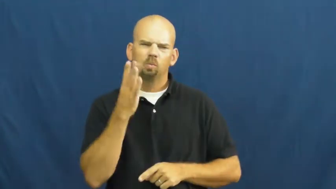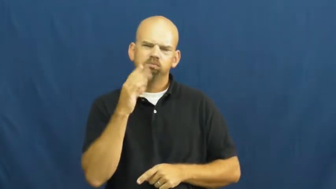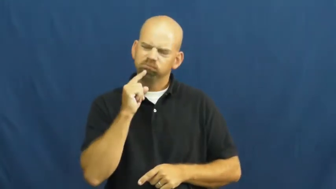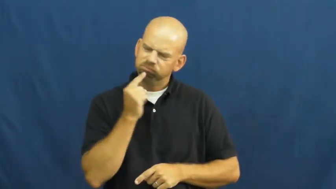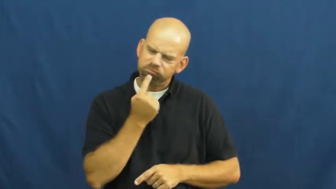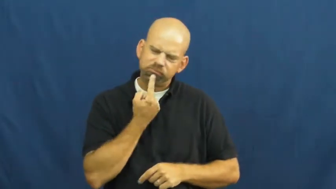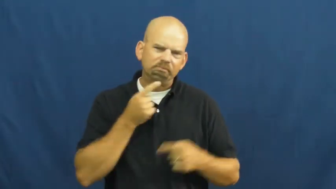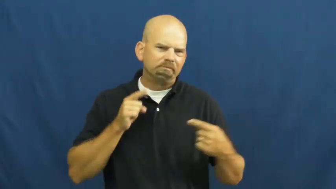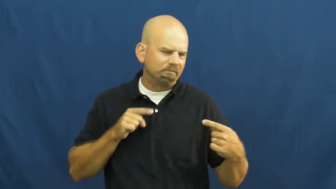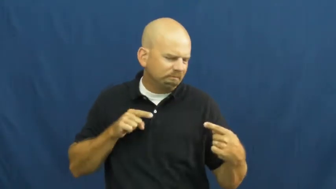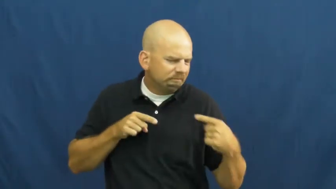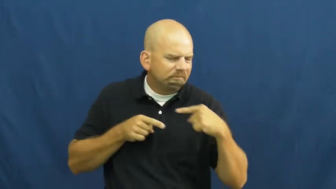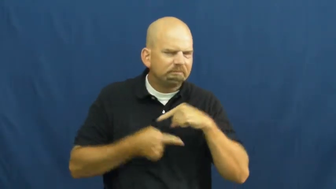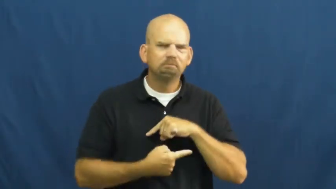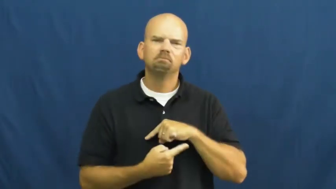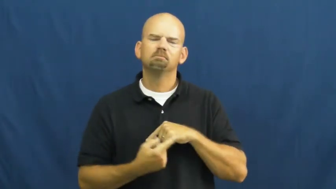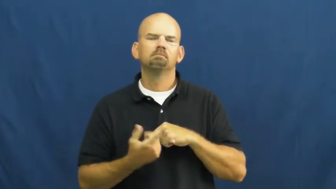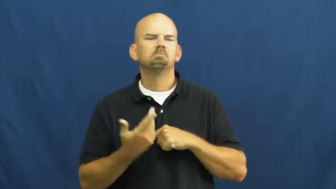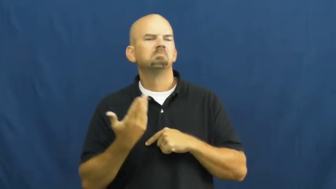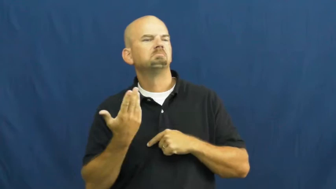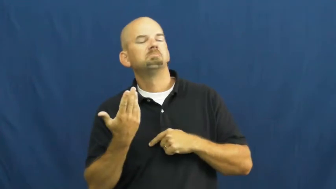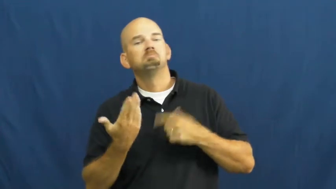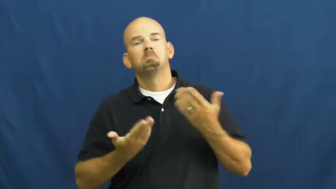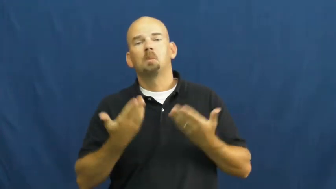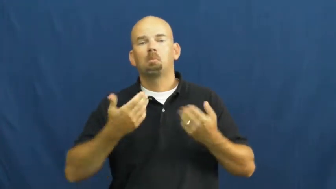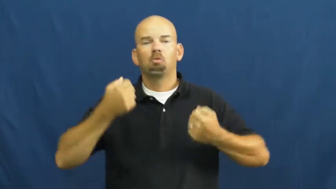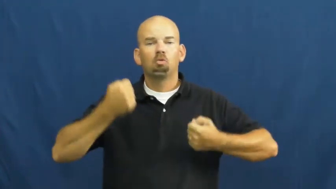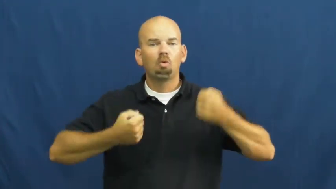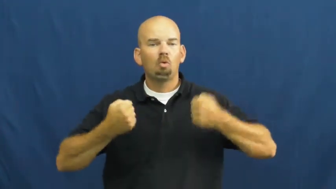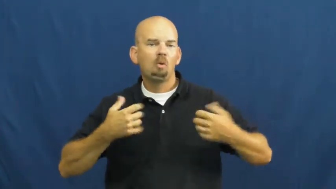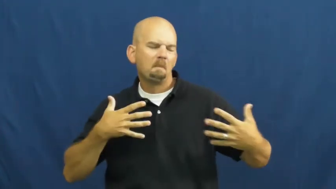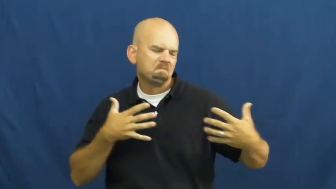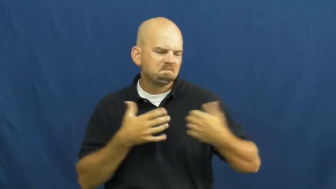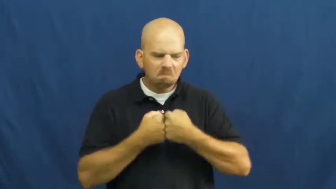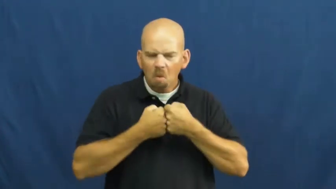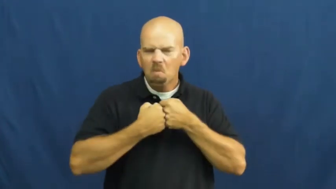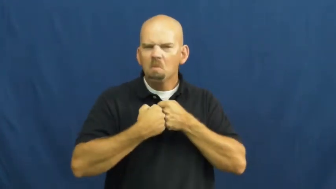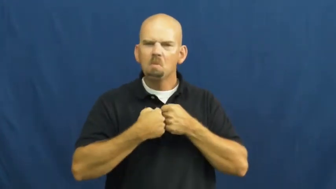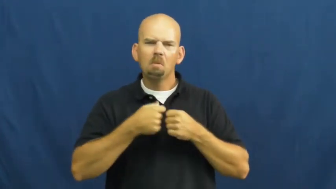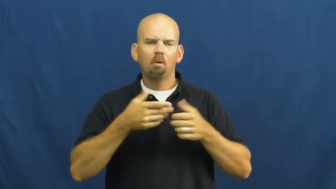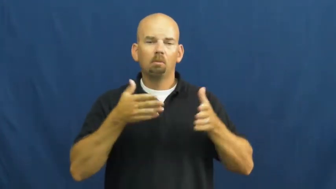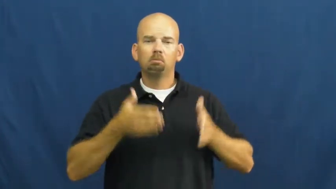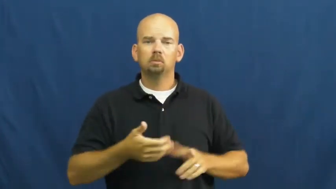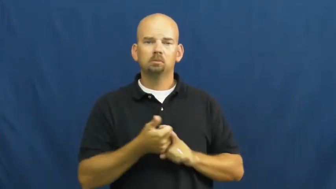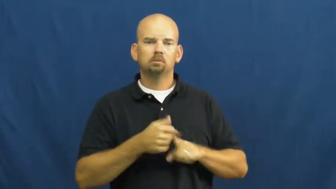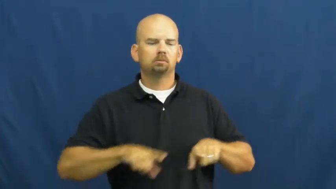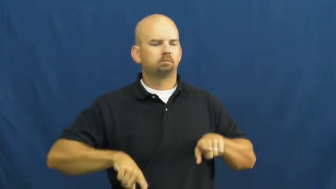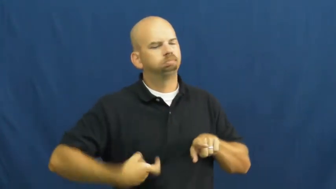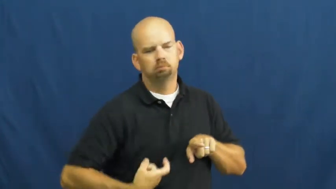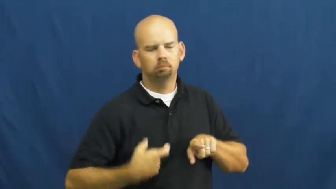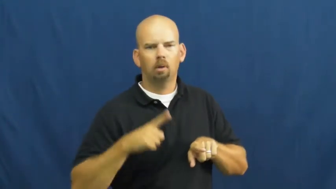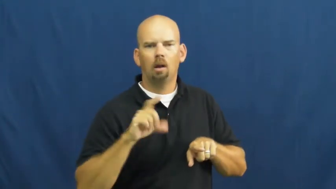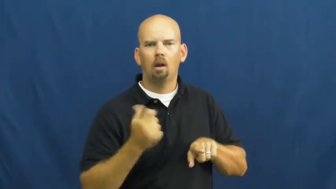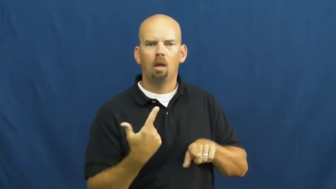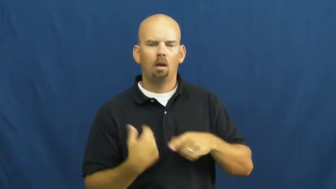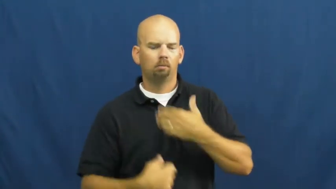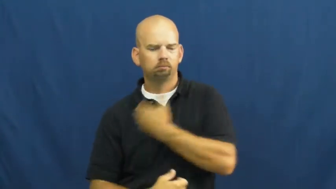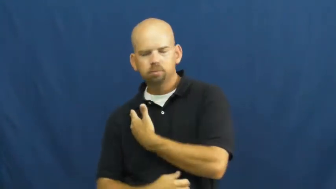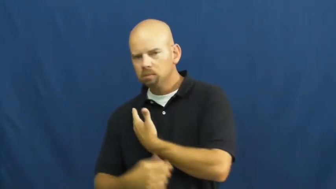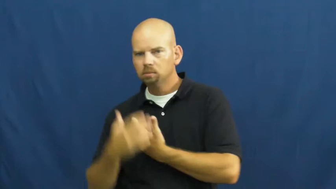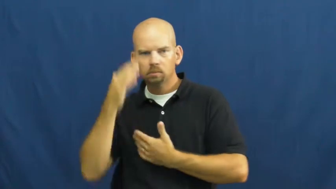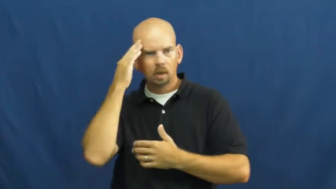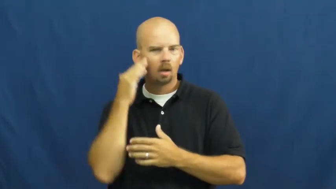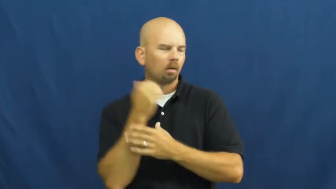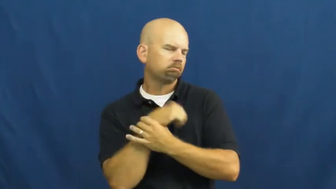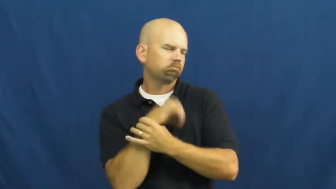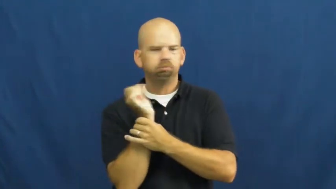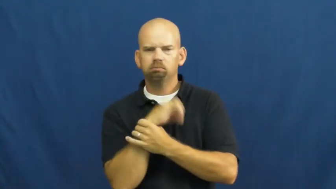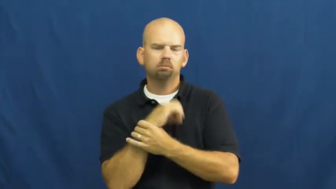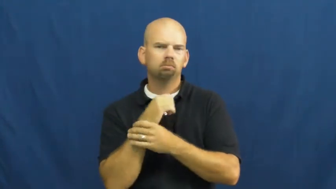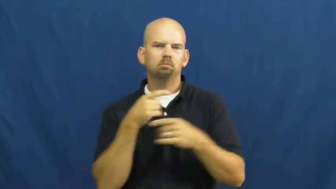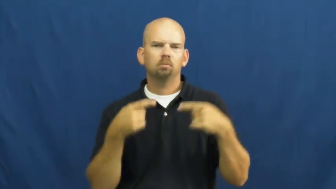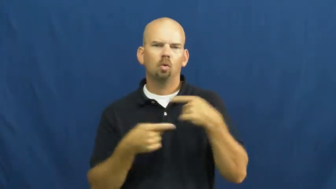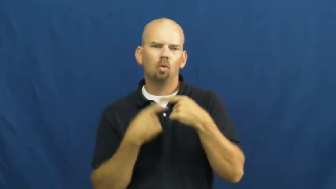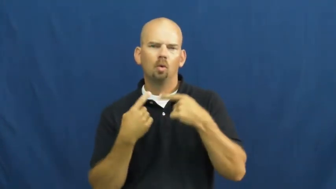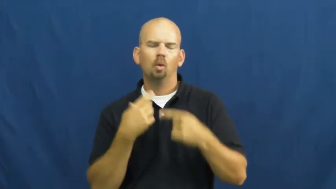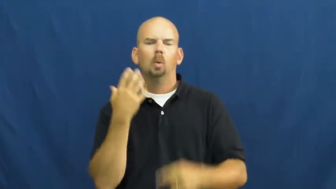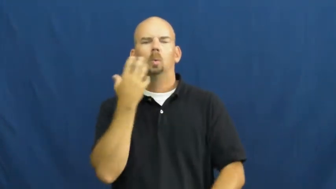trauma-injury